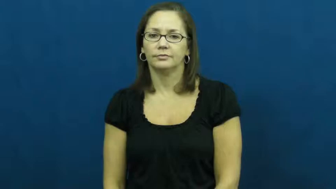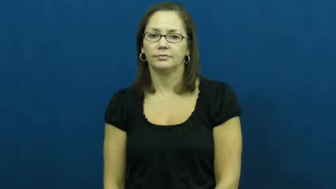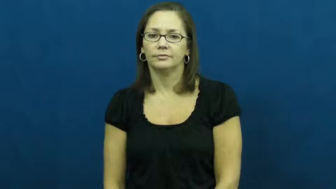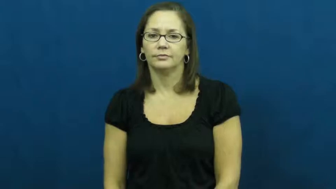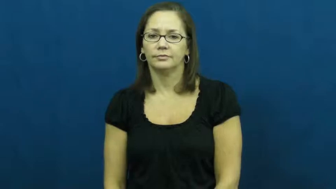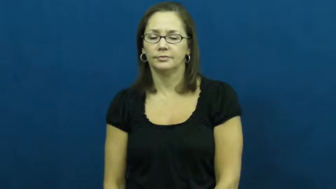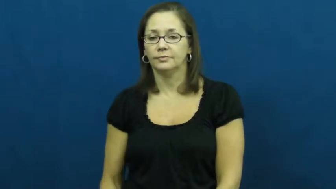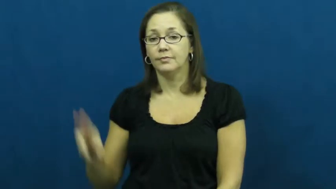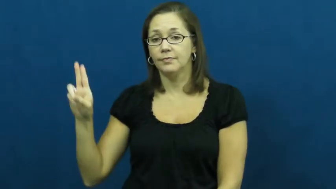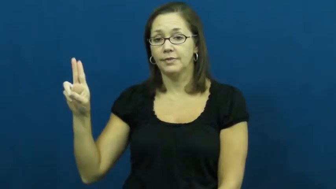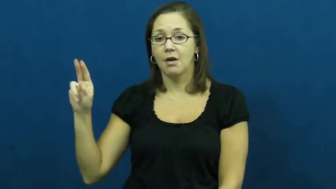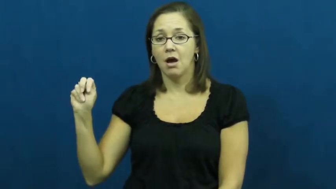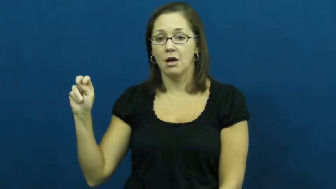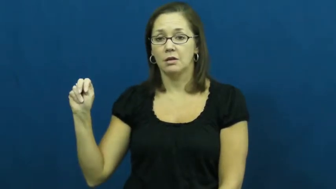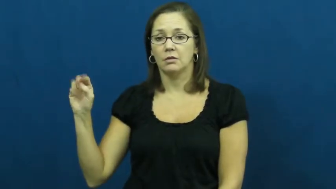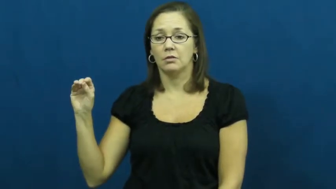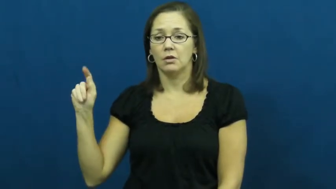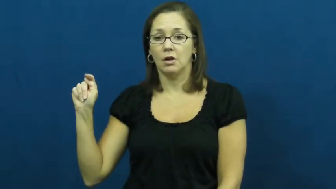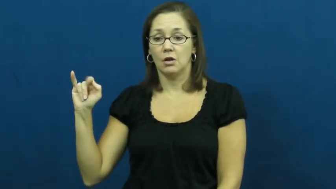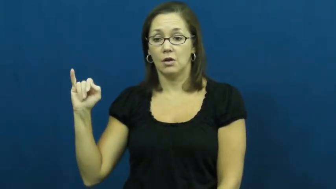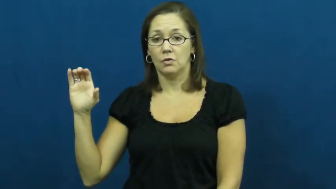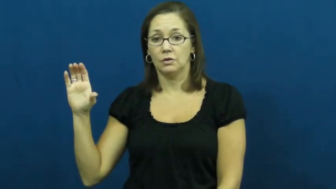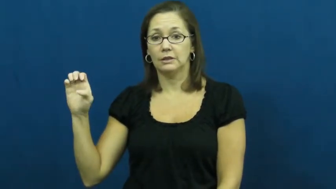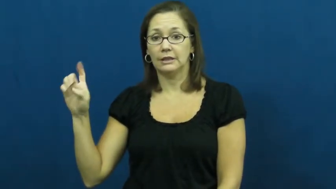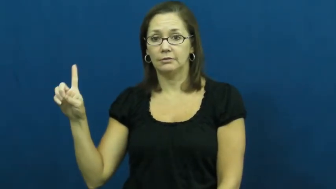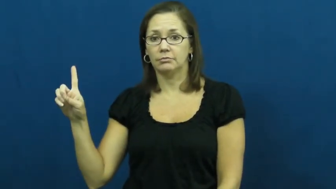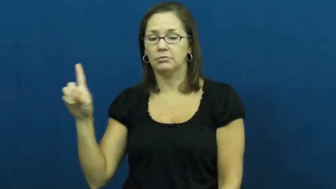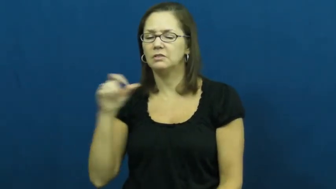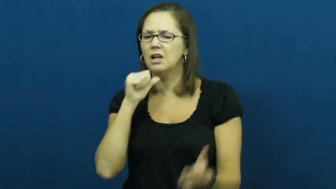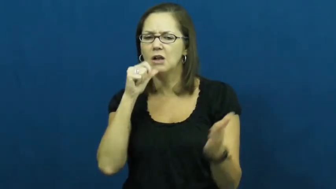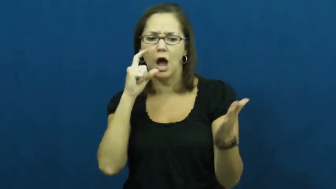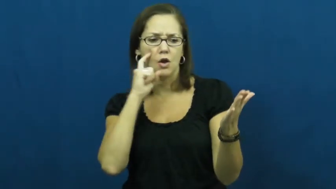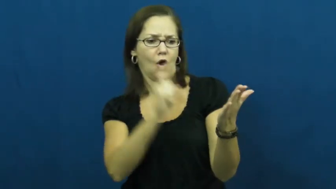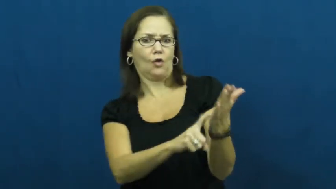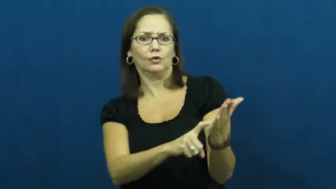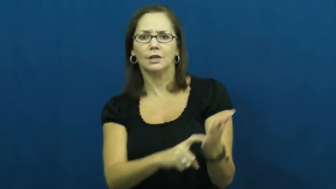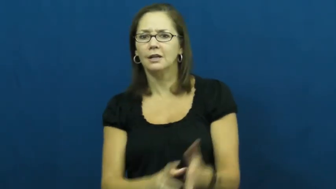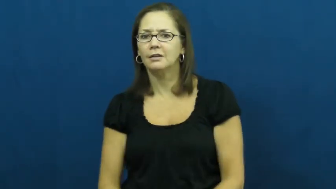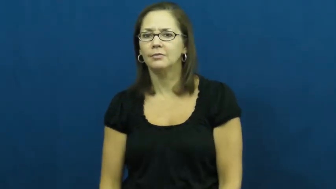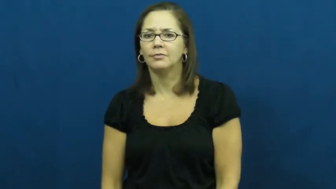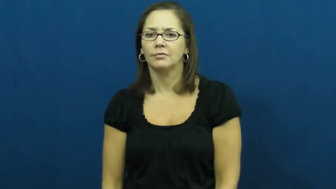unnoticed